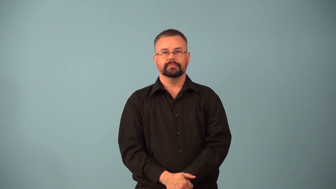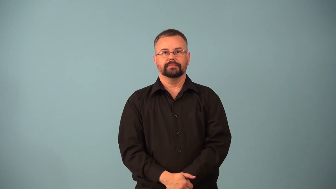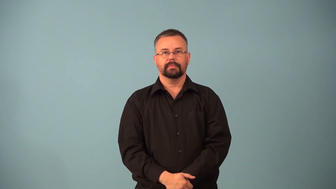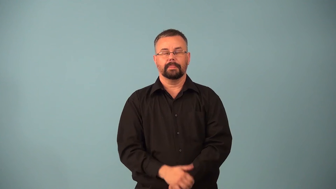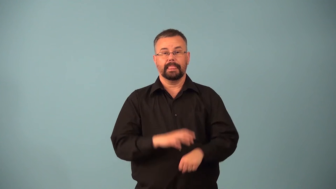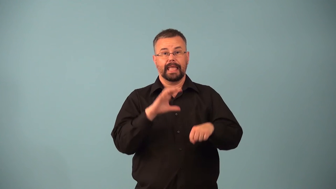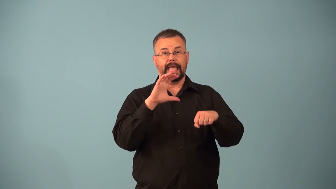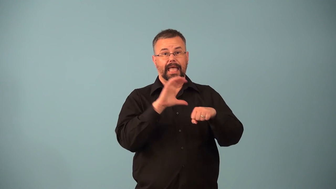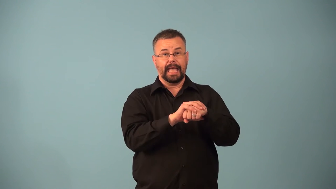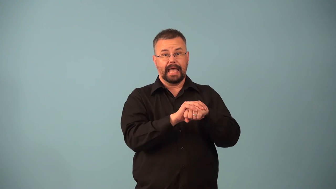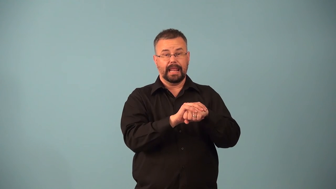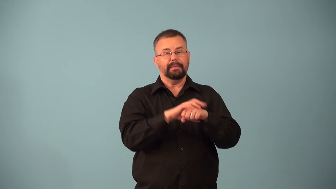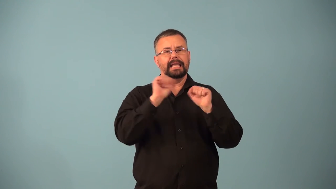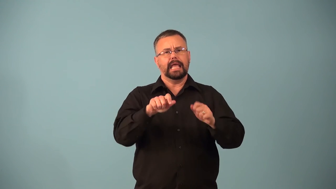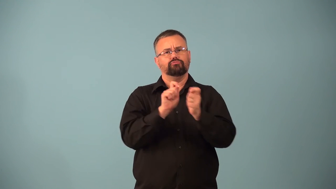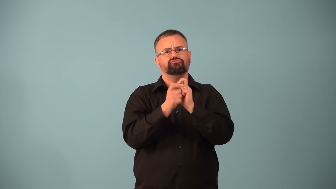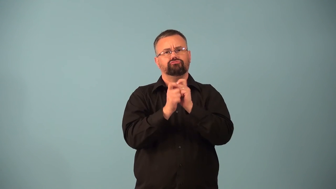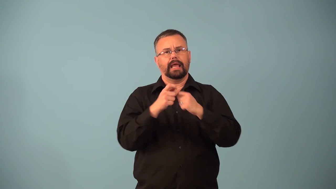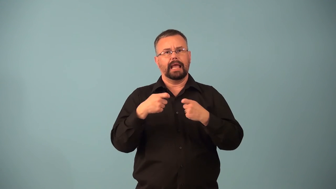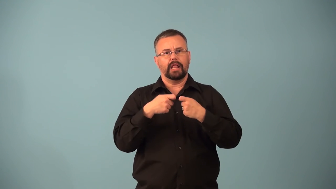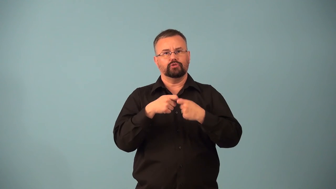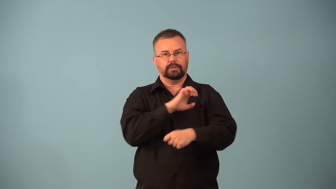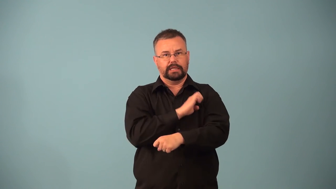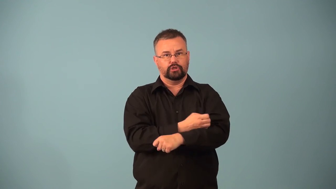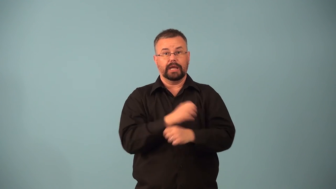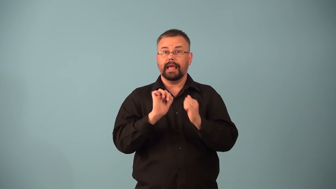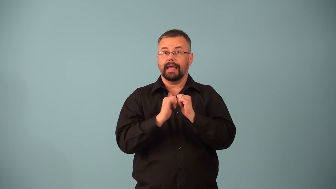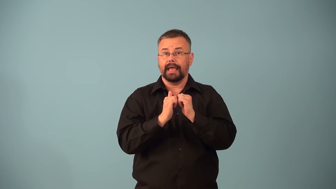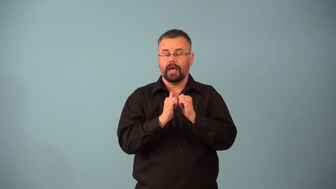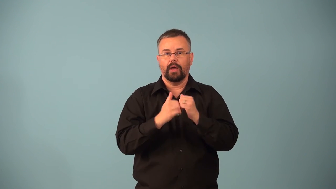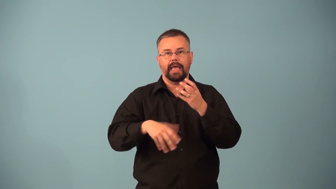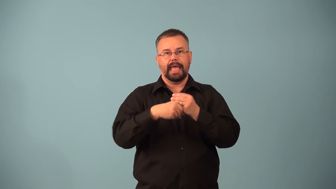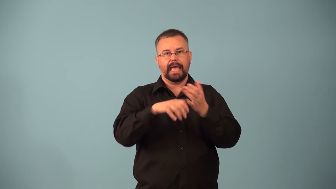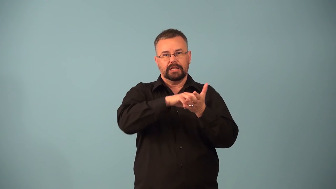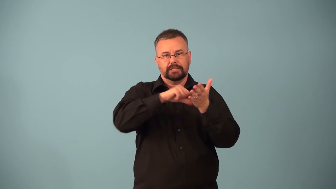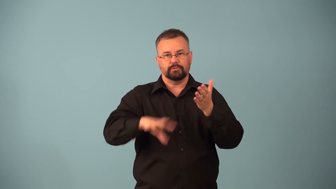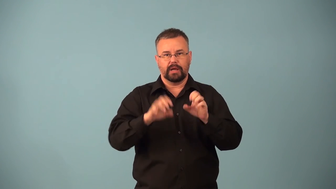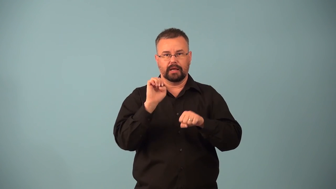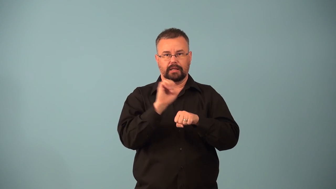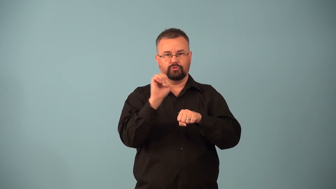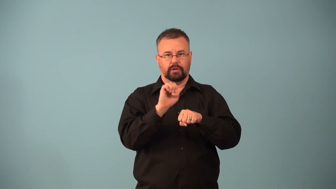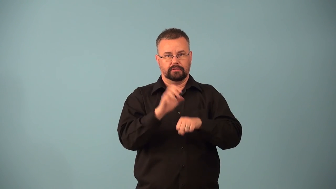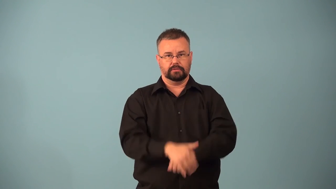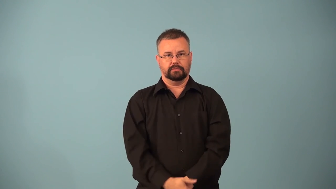ion